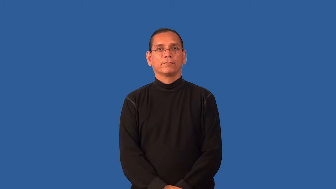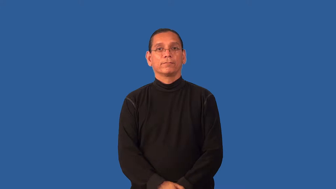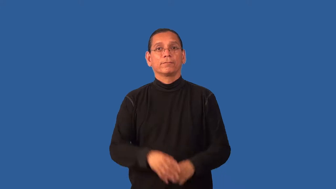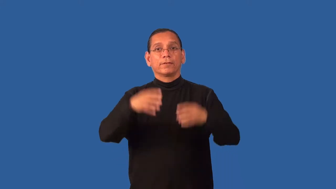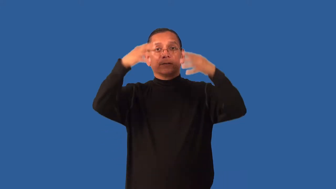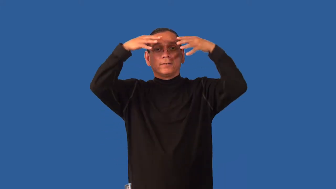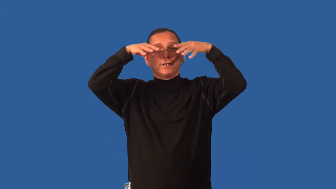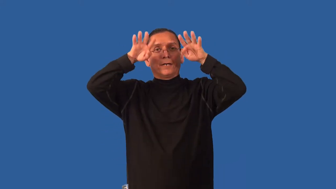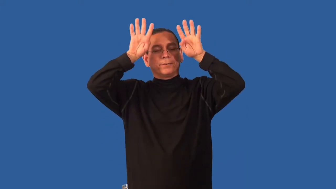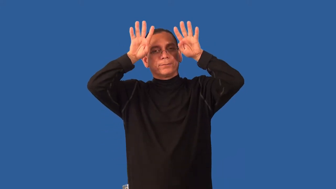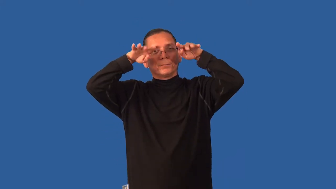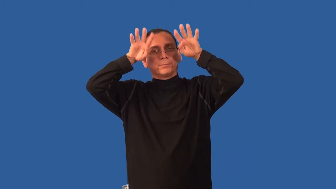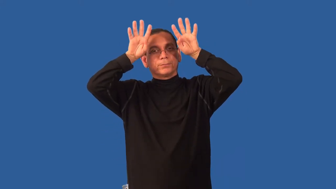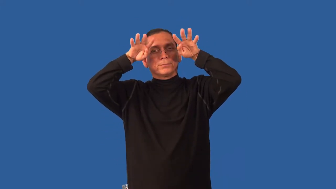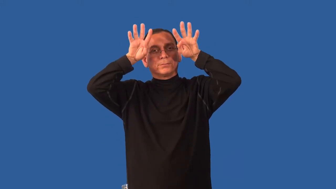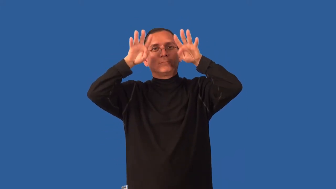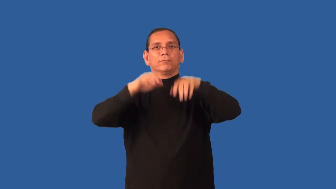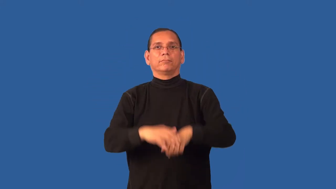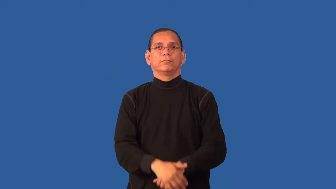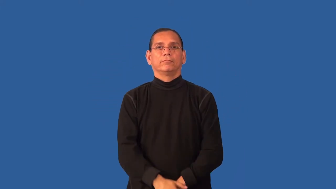eyelash